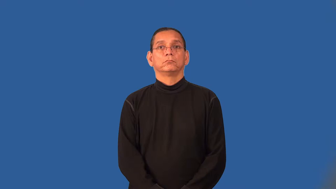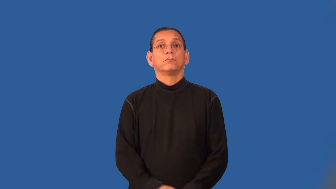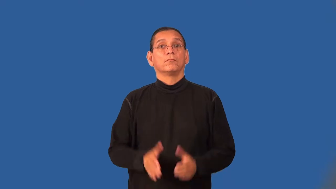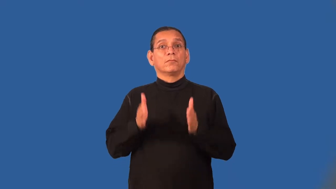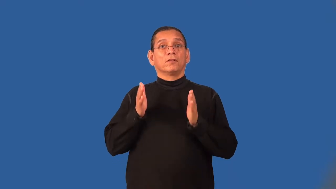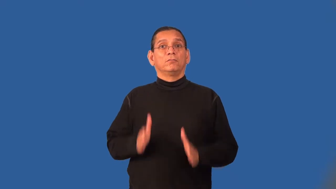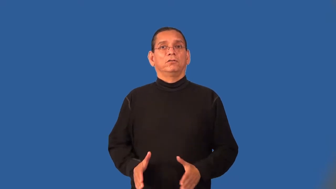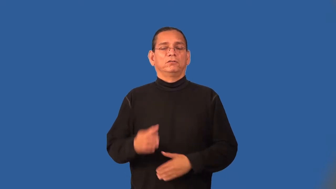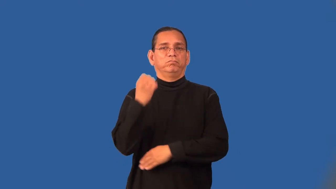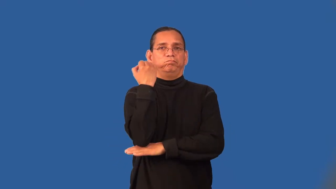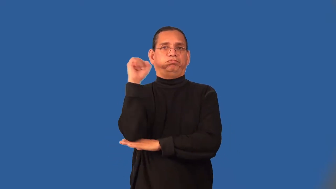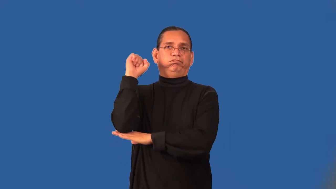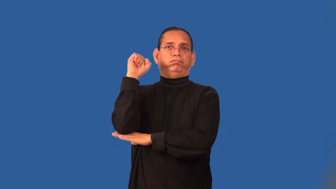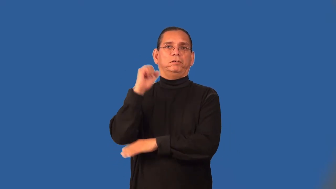subversive